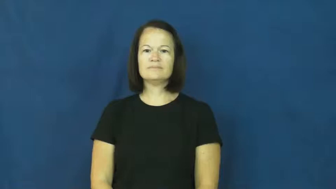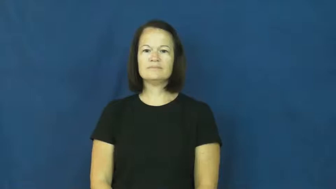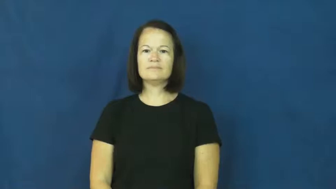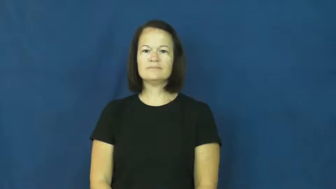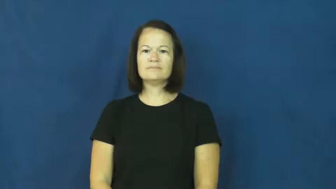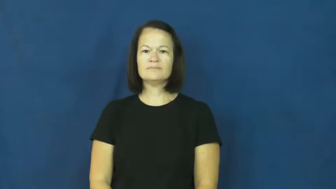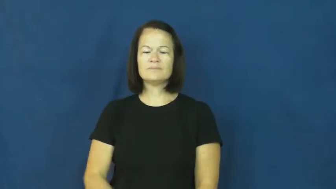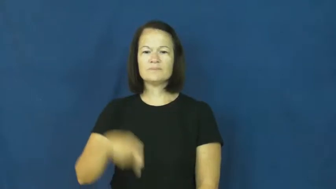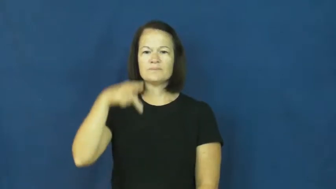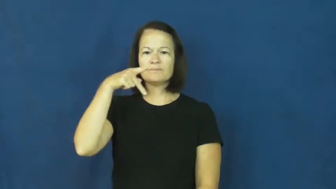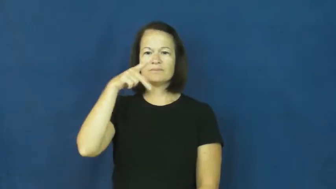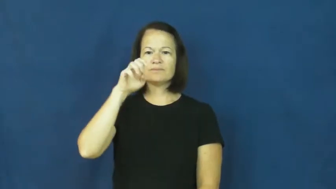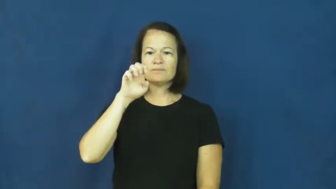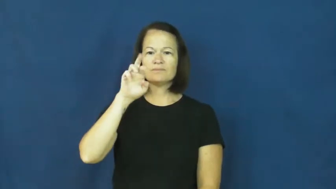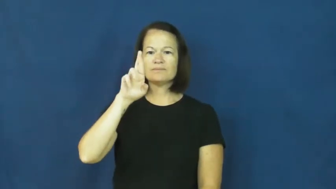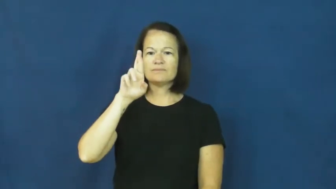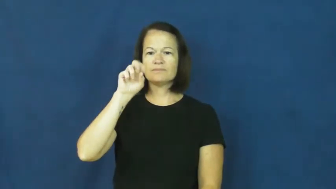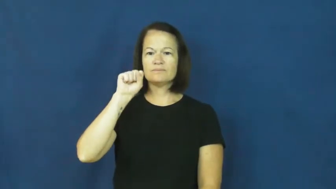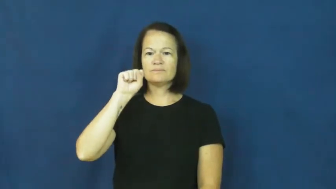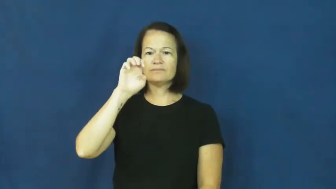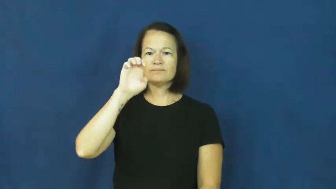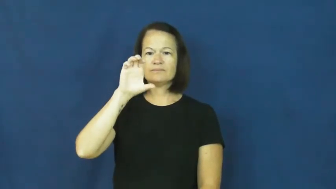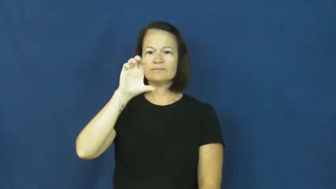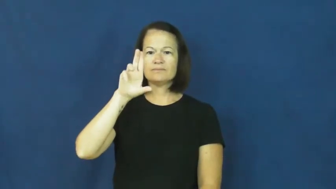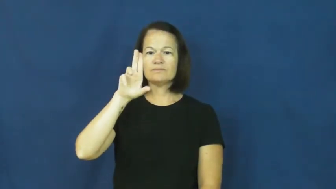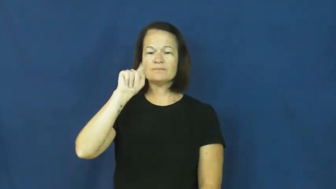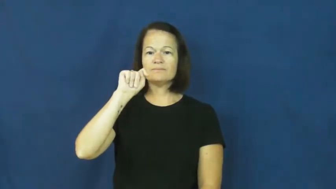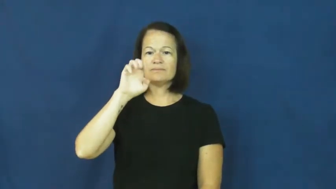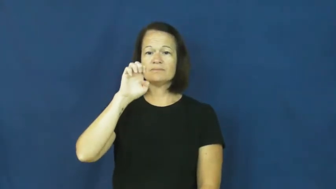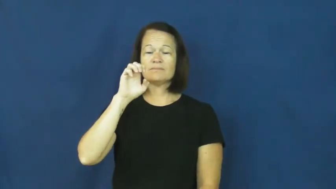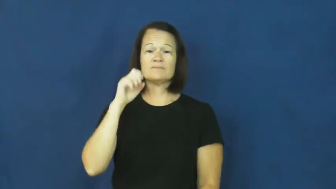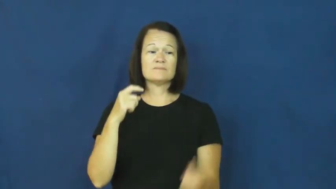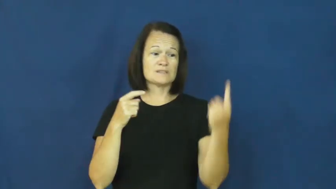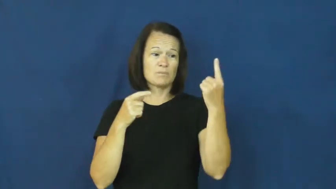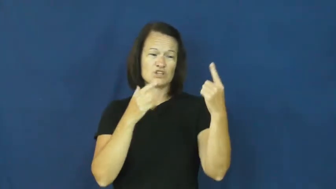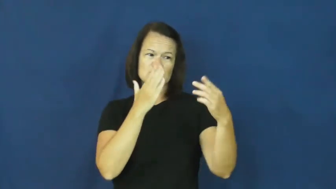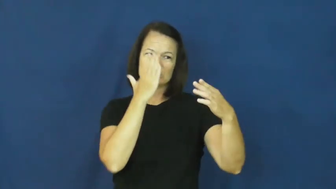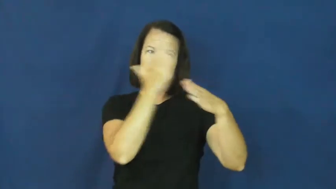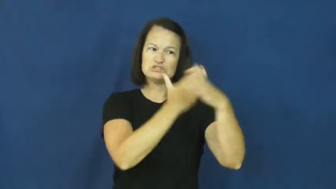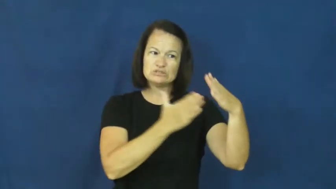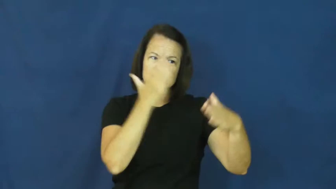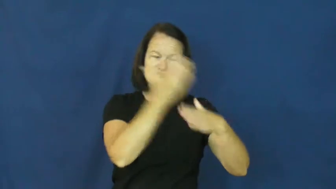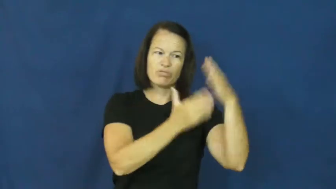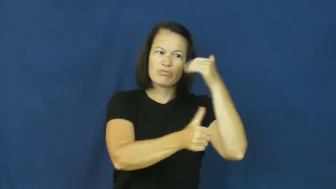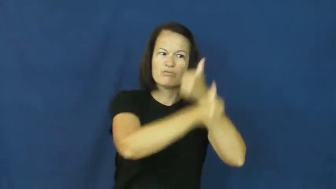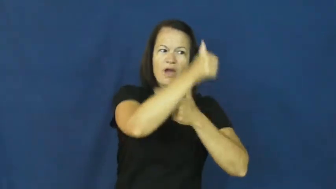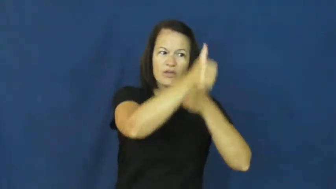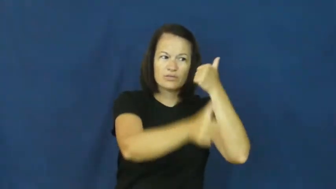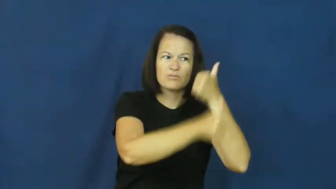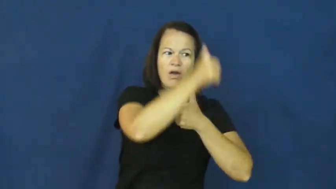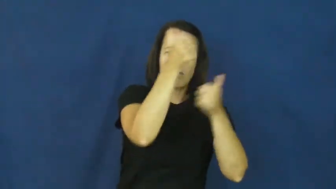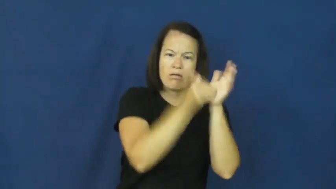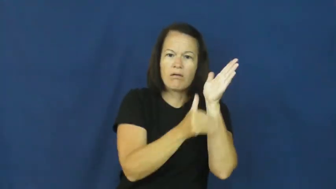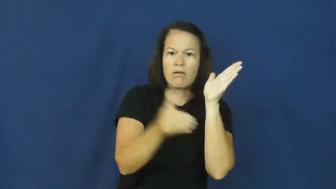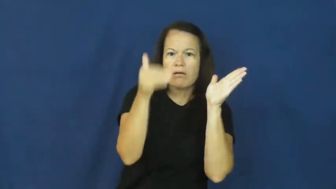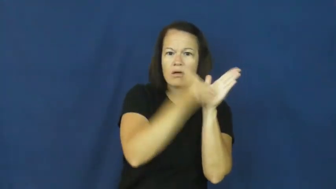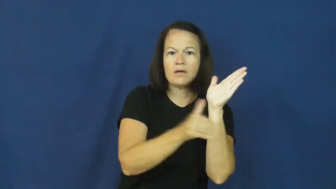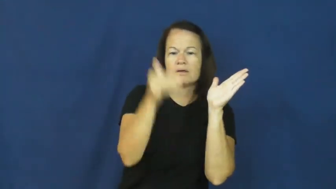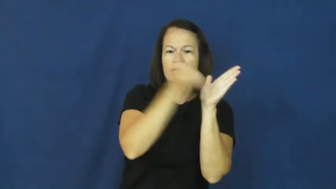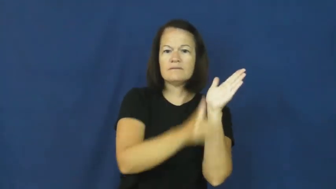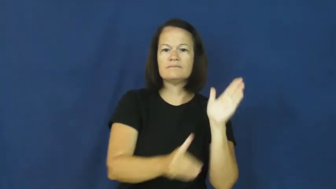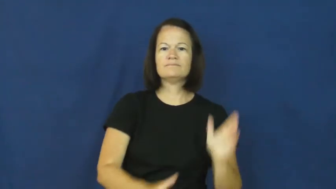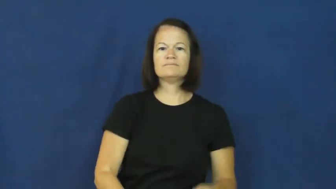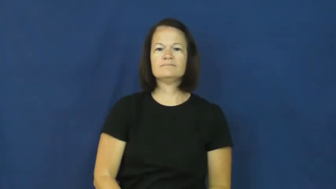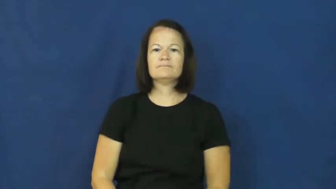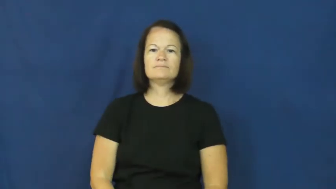persecute-threat